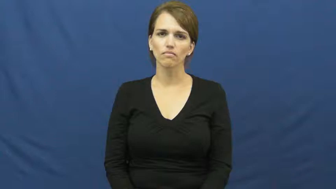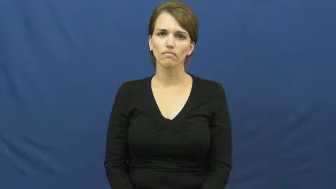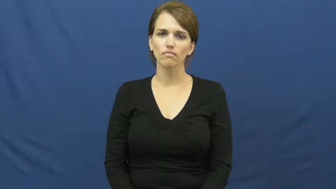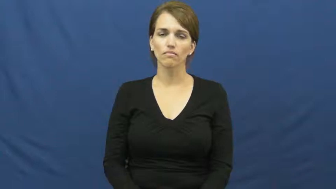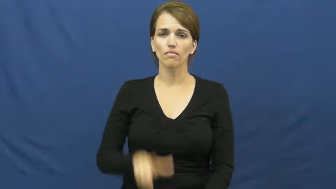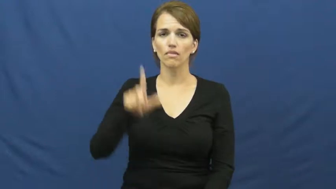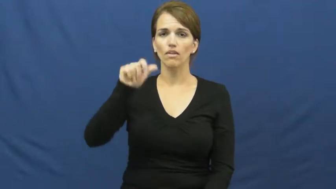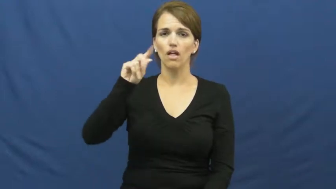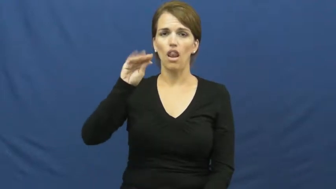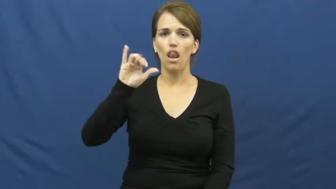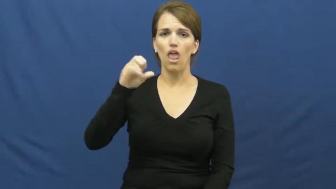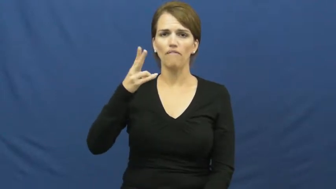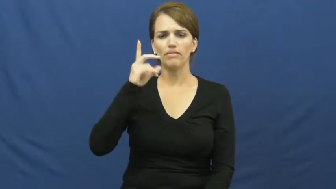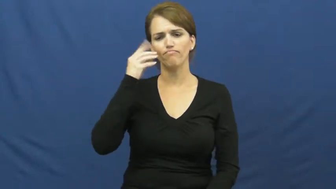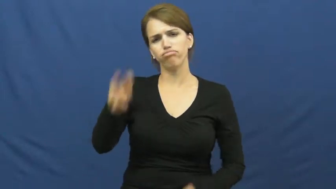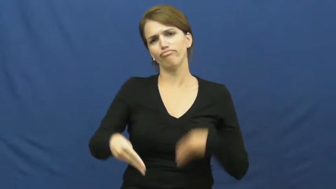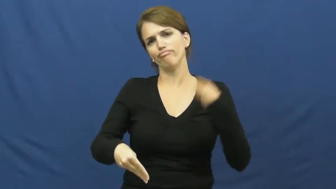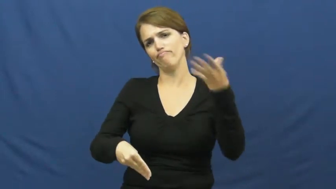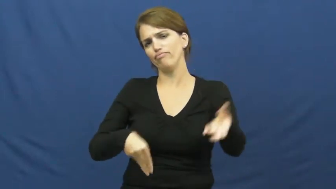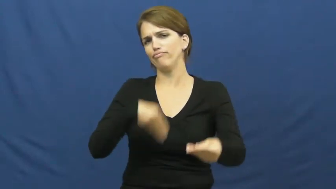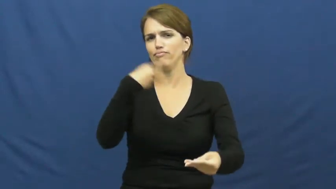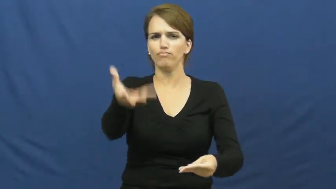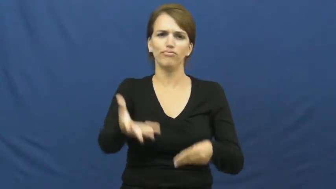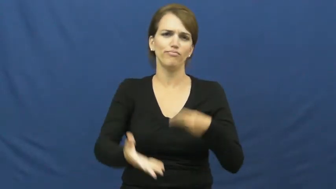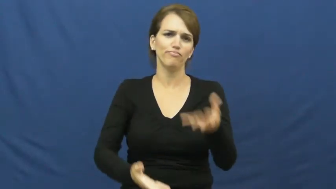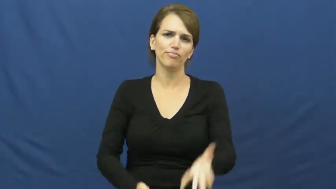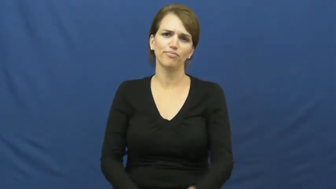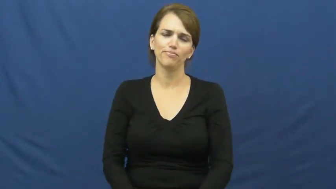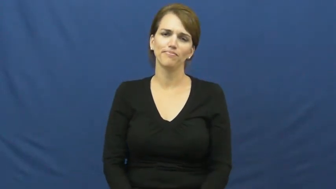lavish-give